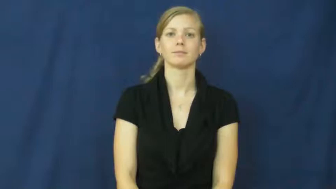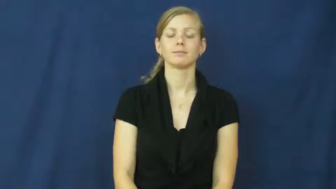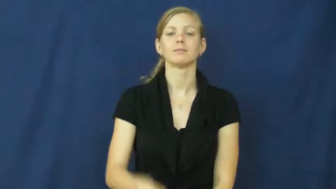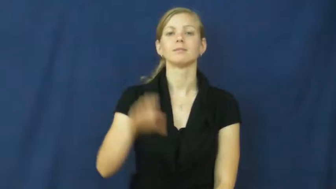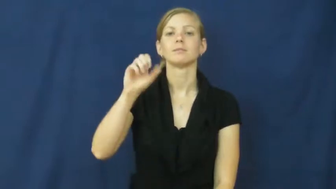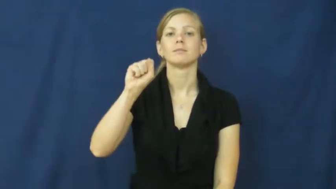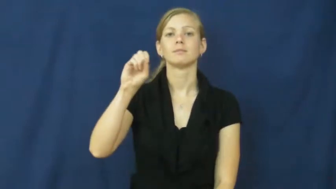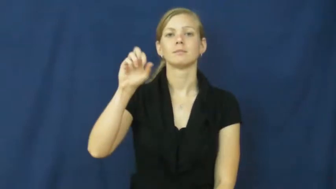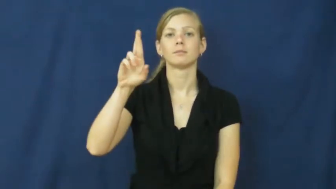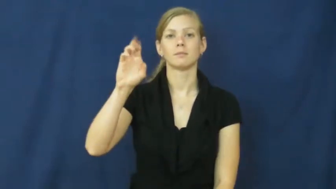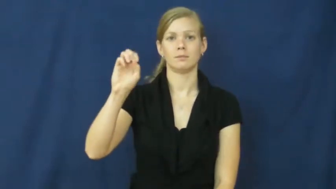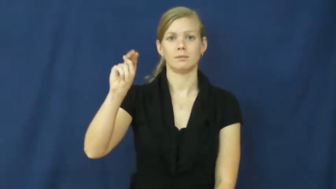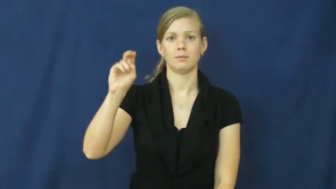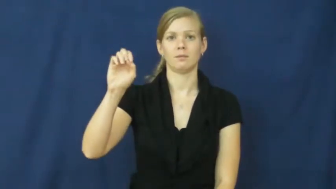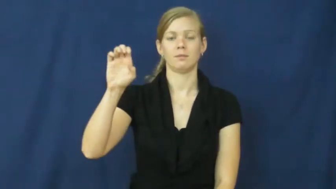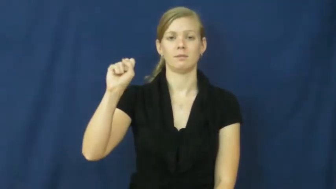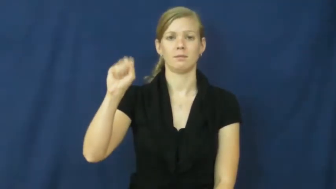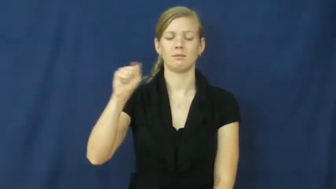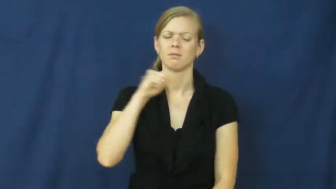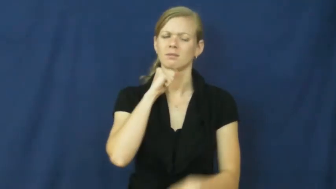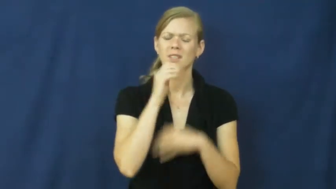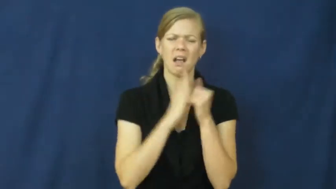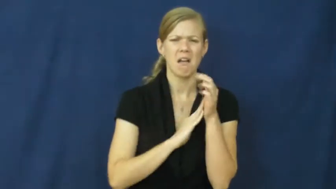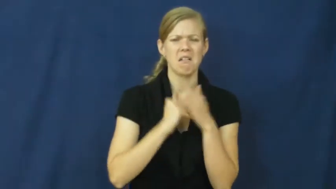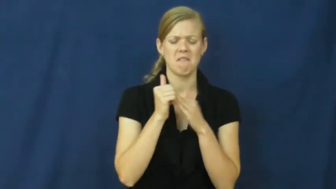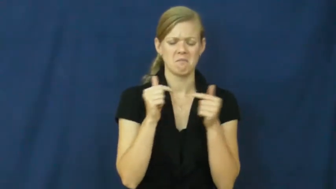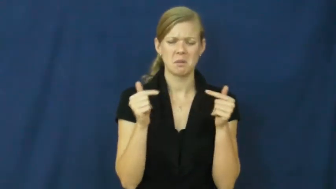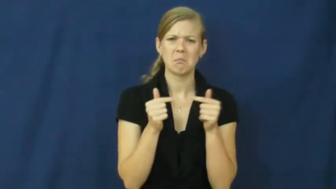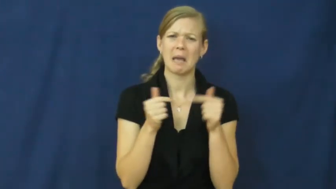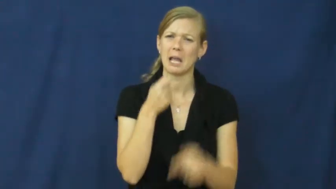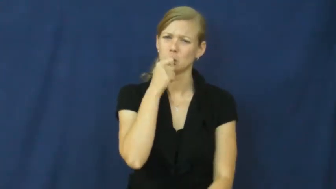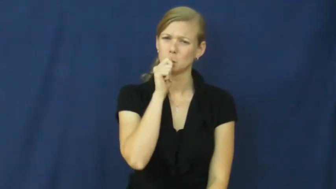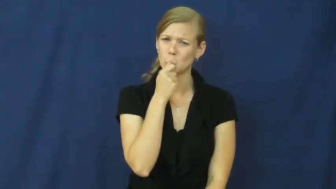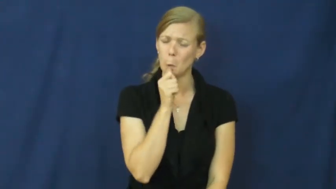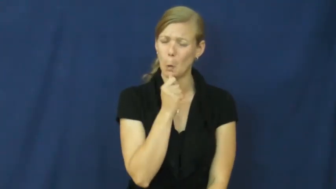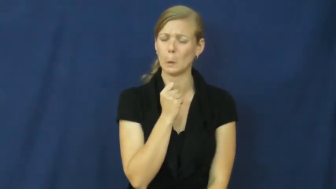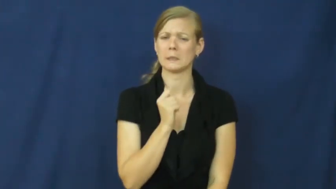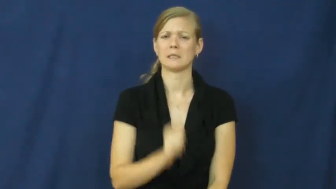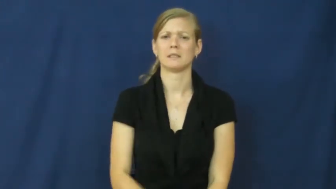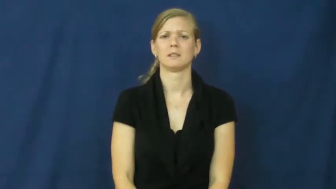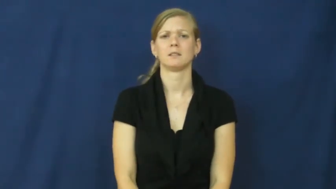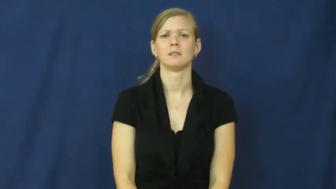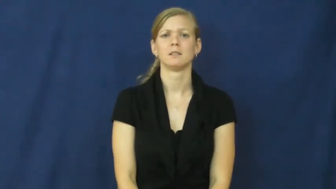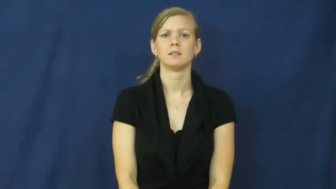soreness